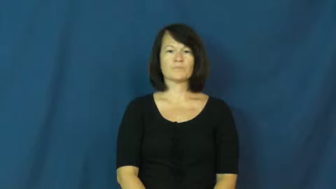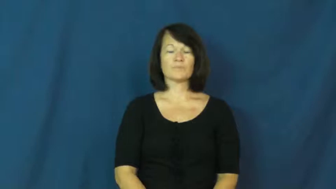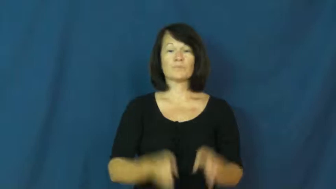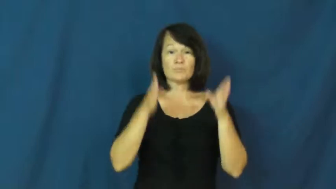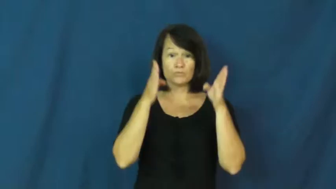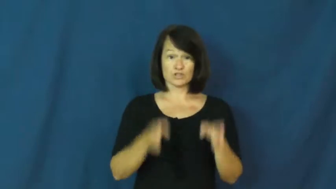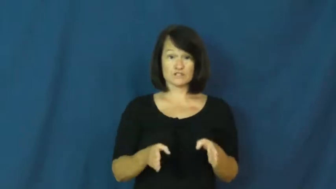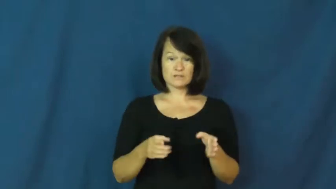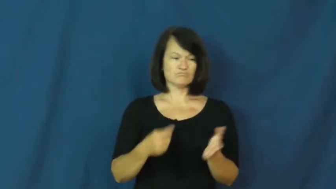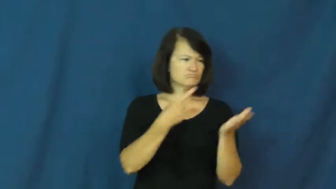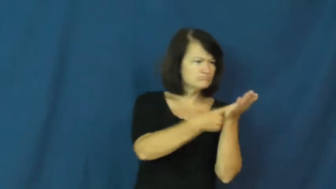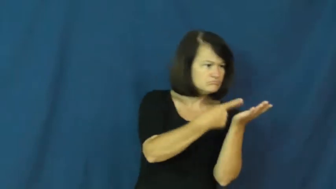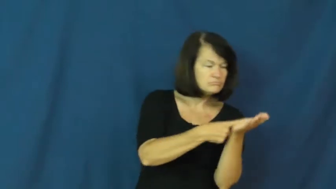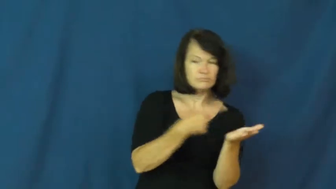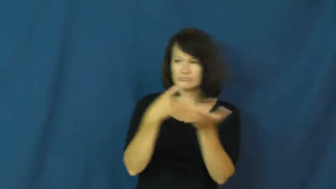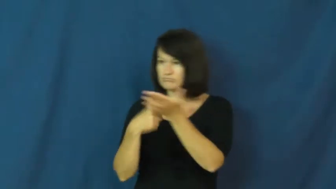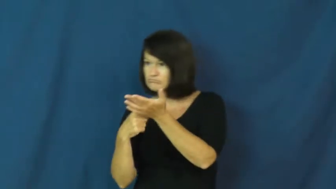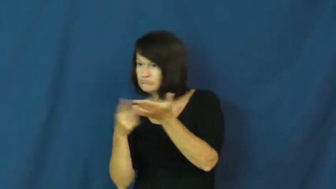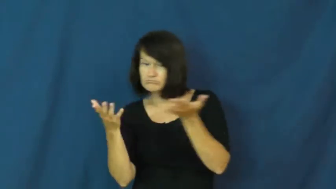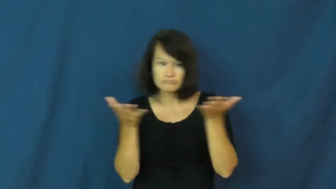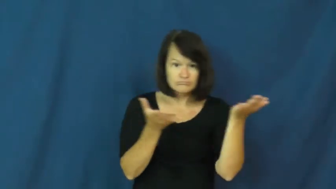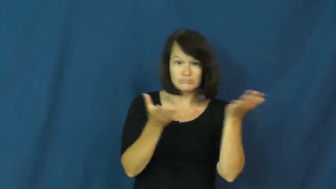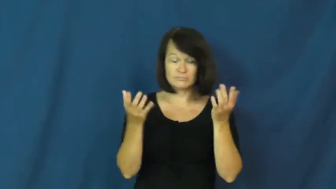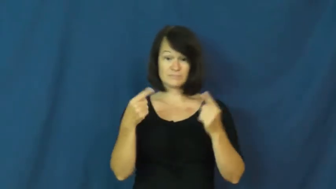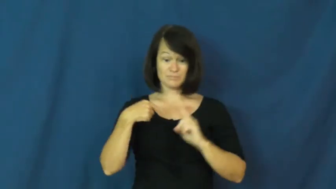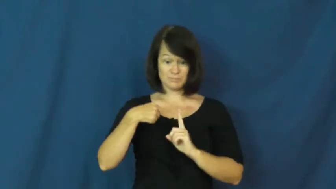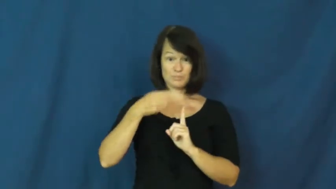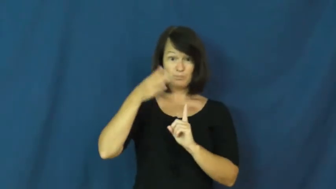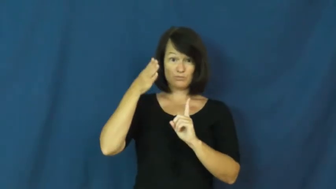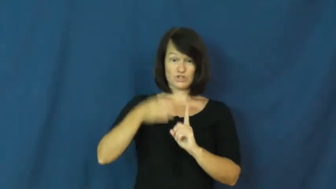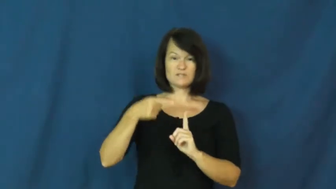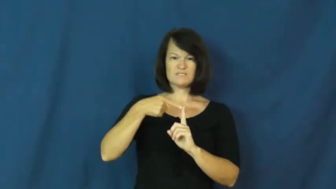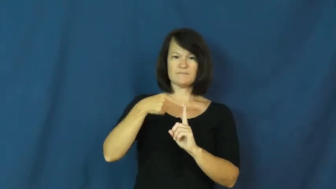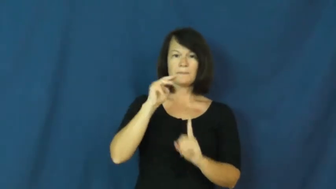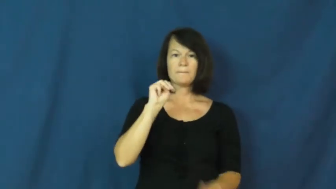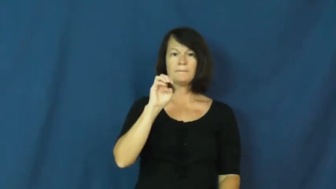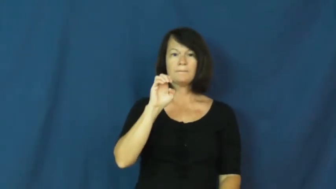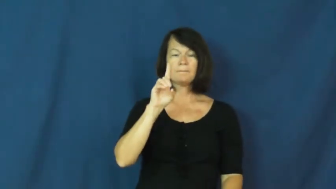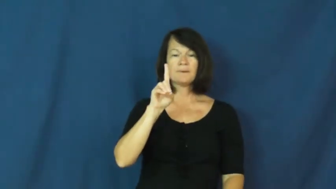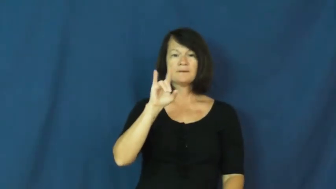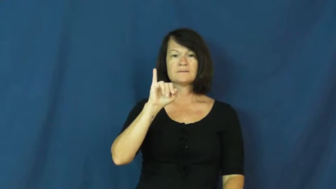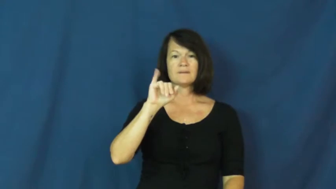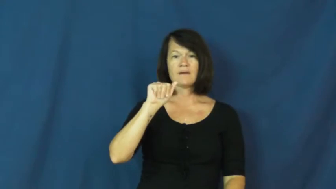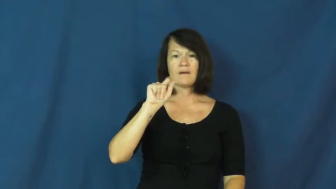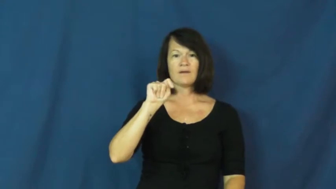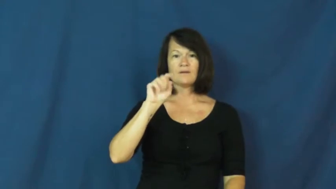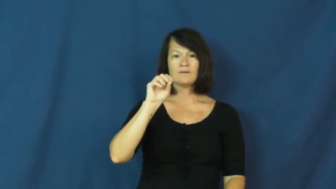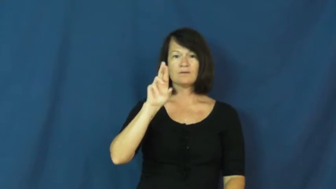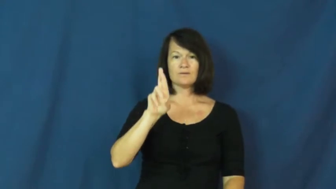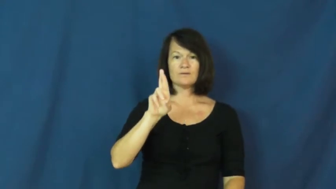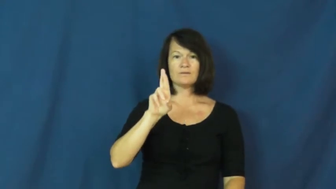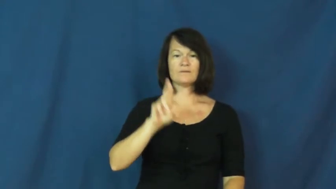mediator